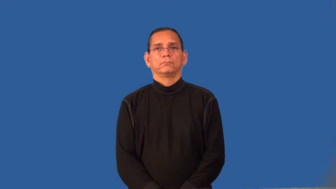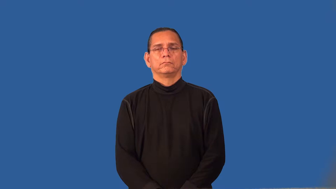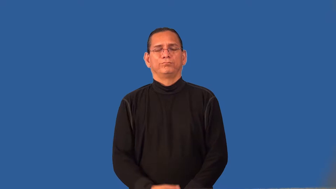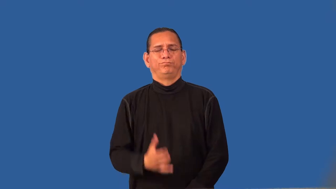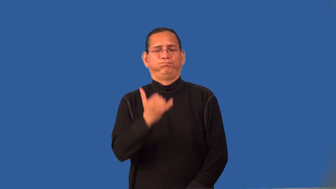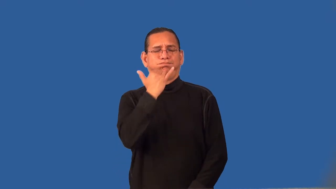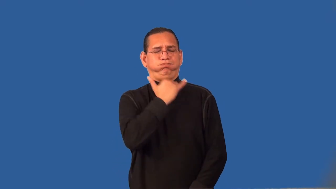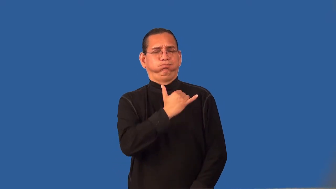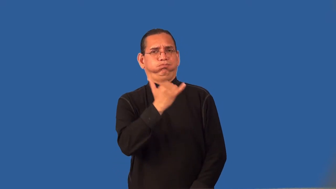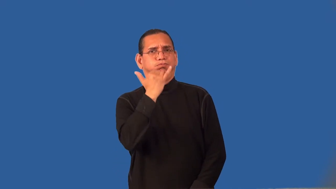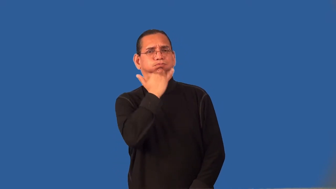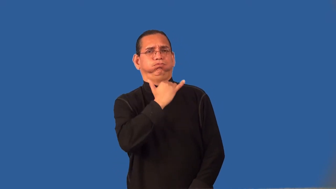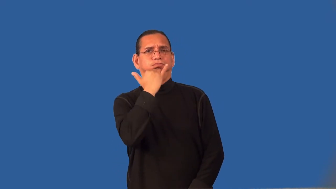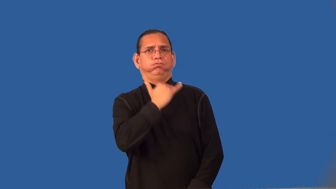reprehensible